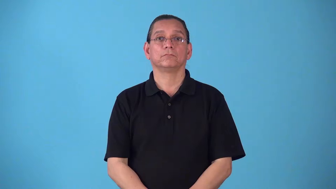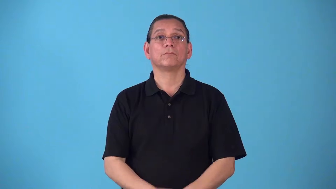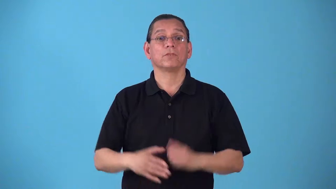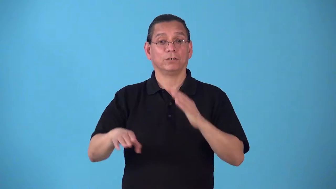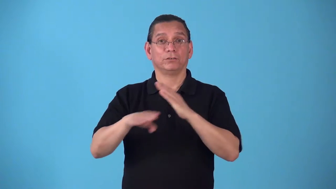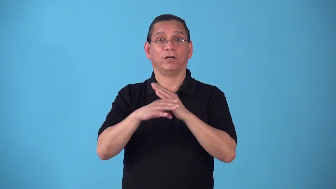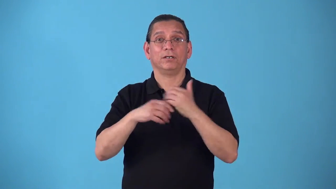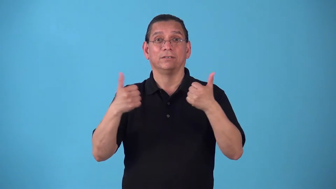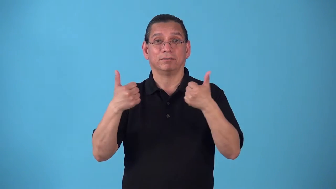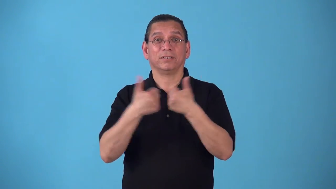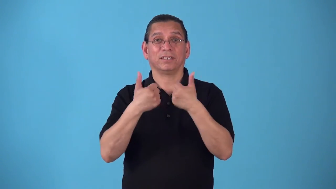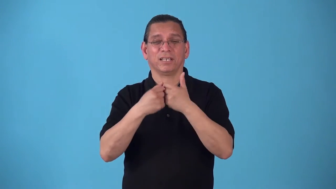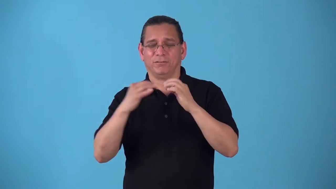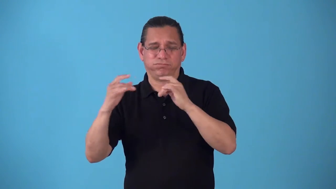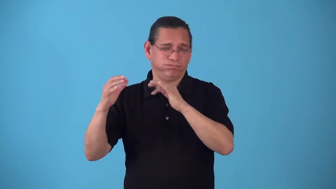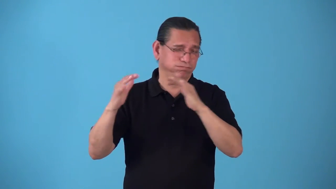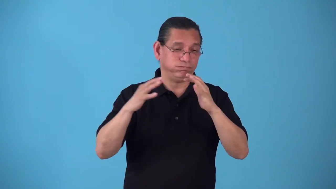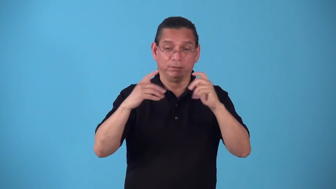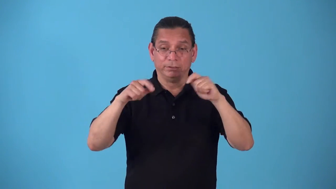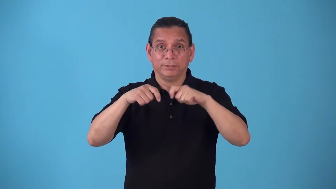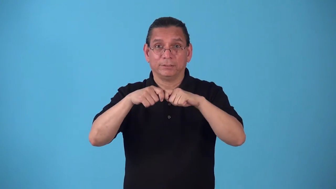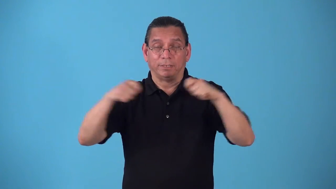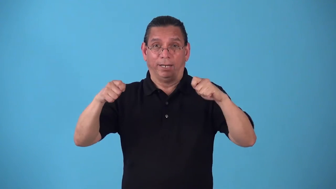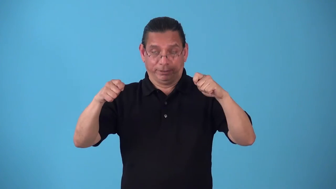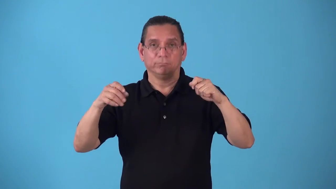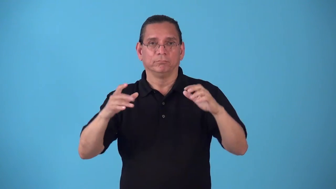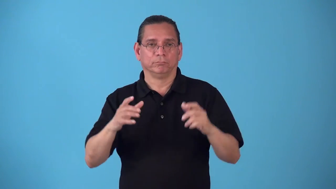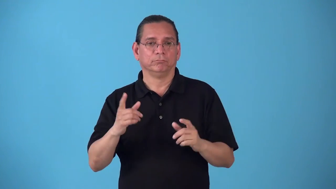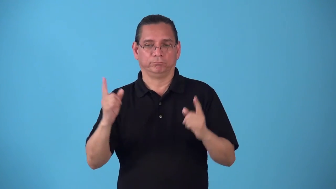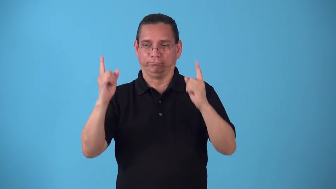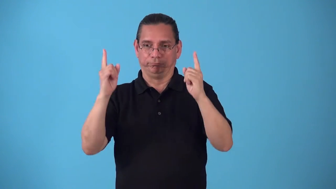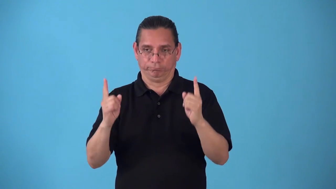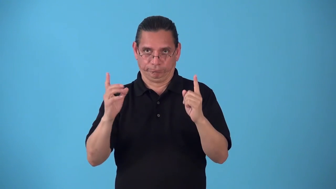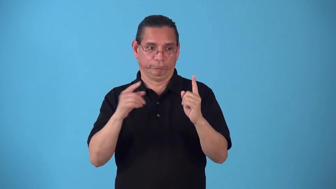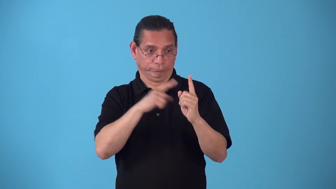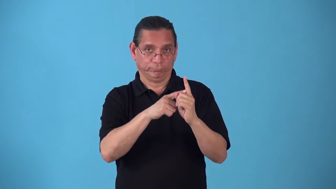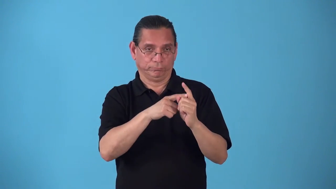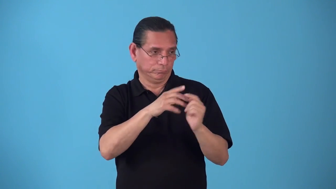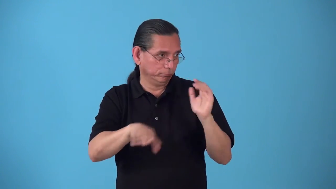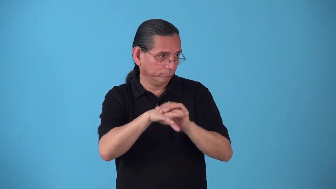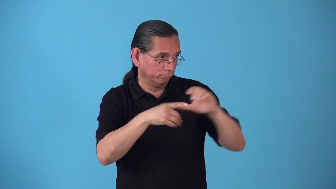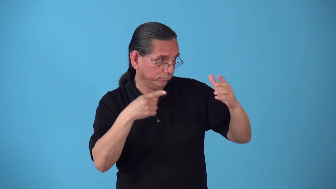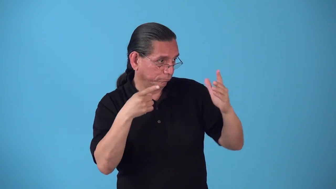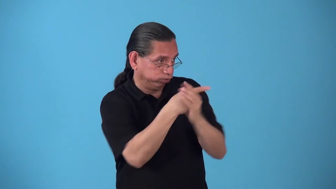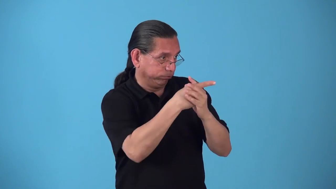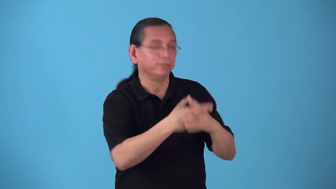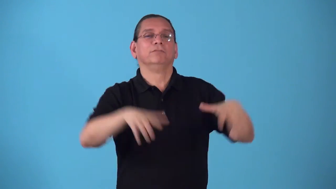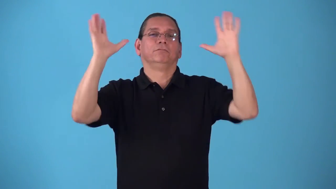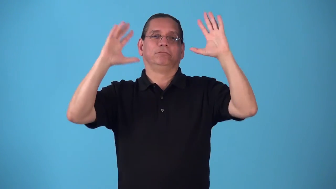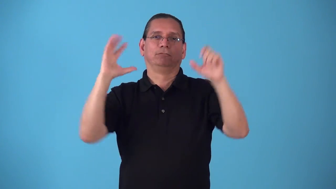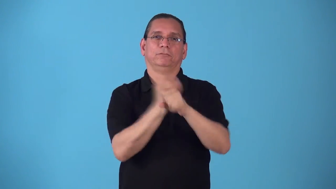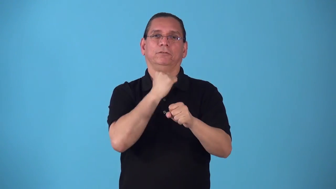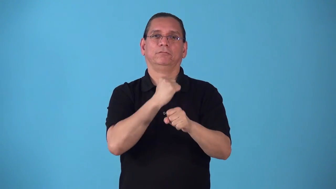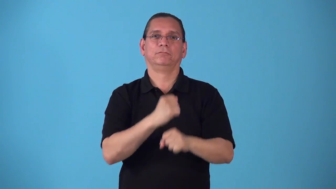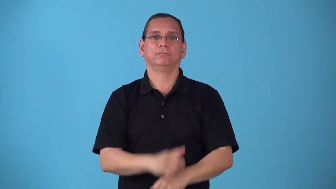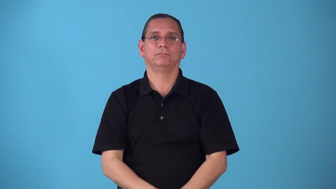shootout-end of game to settle a tie